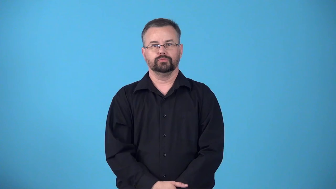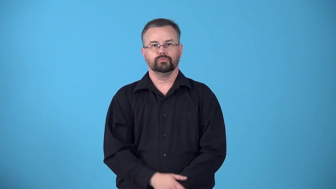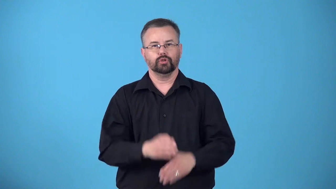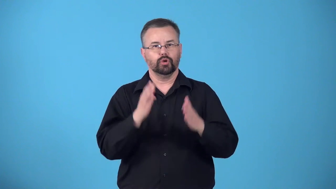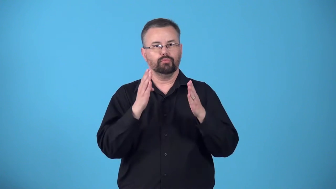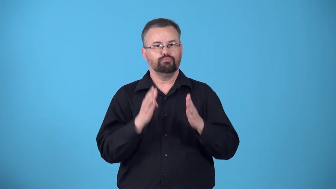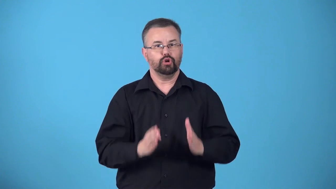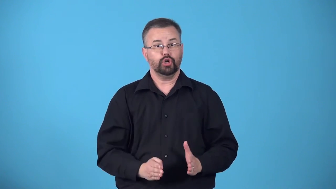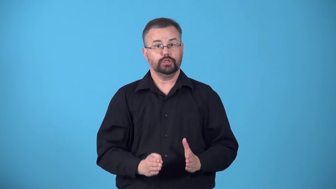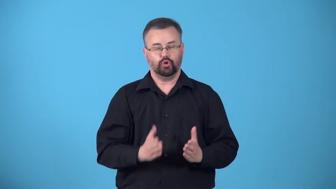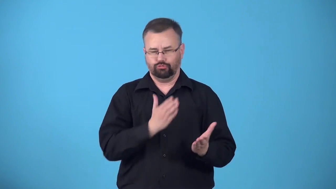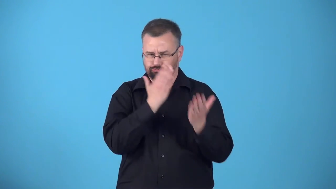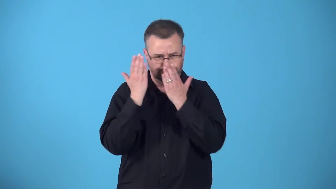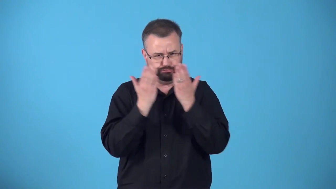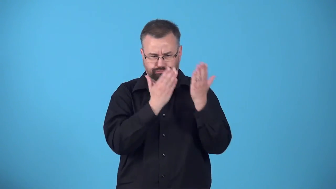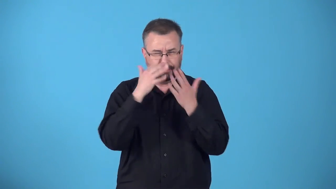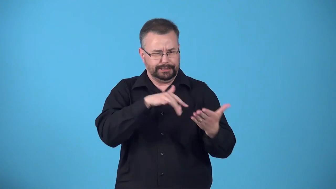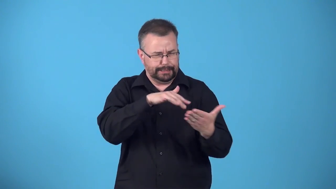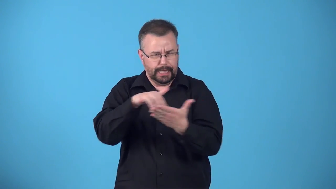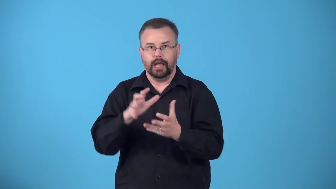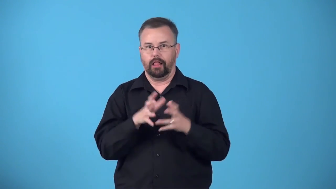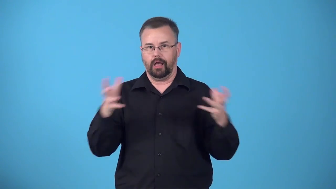bookworm-person studies a lot